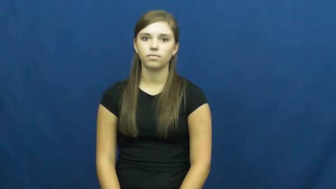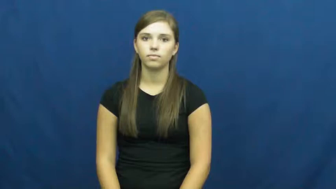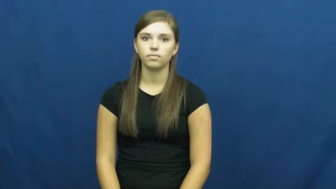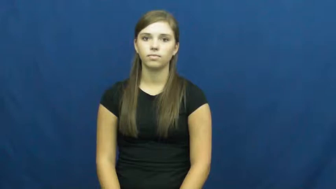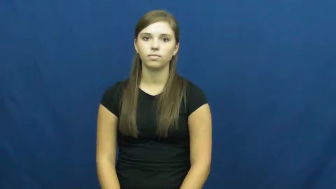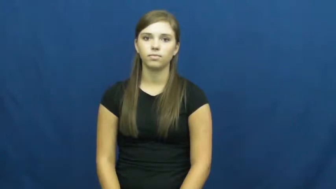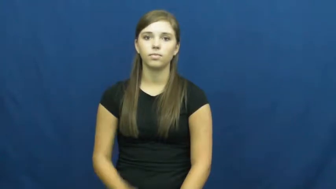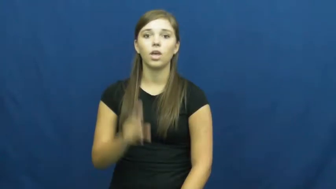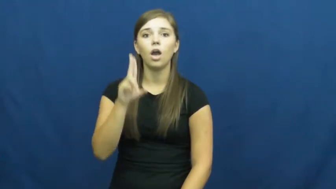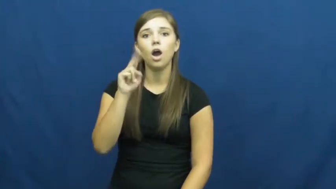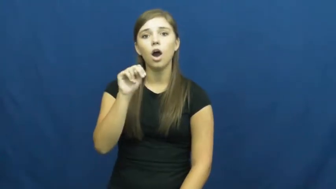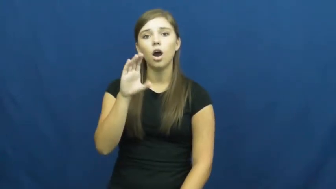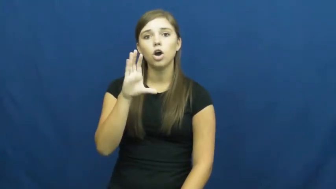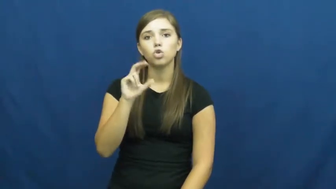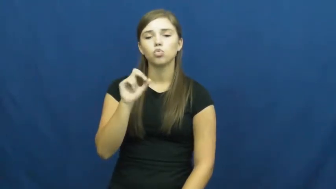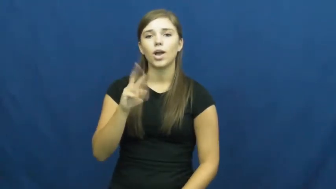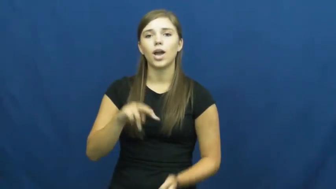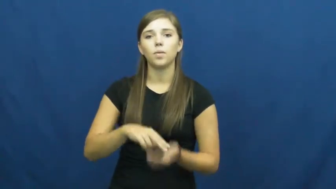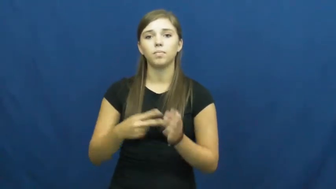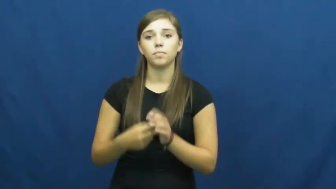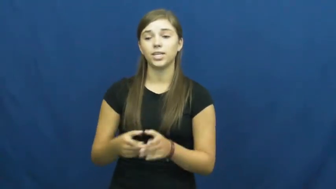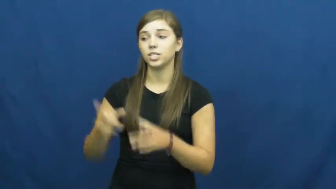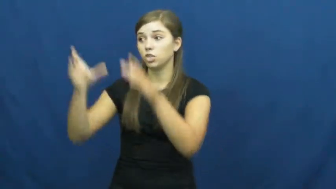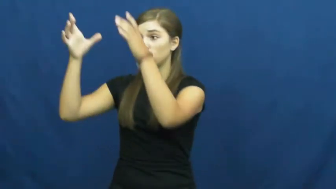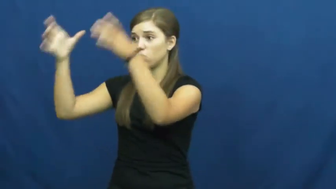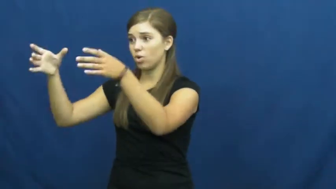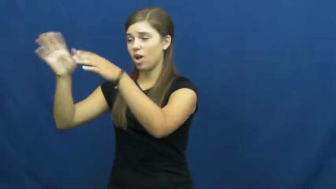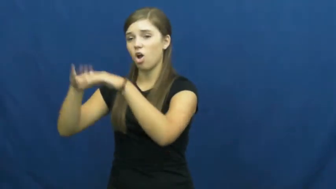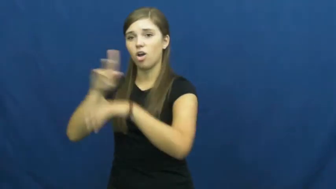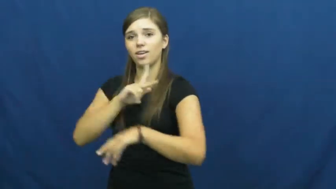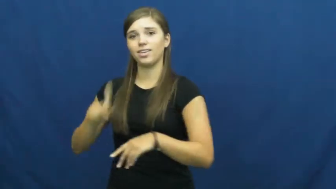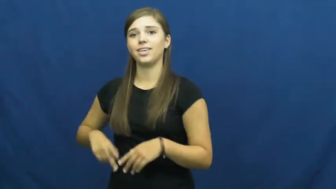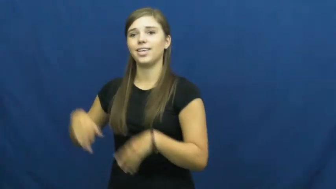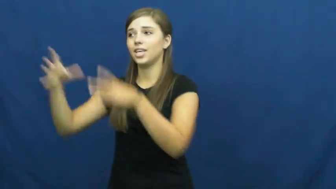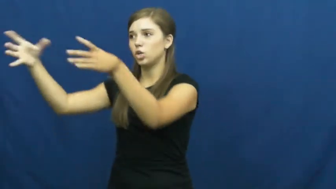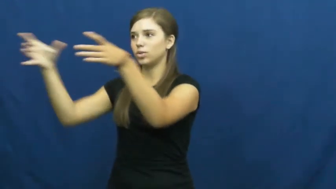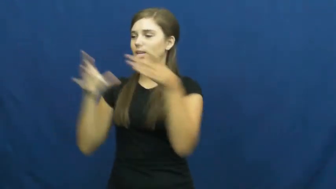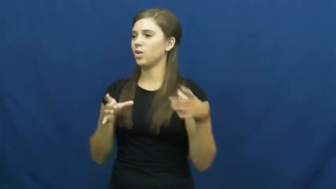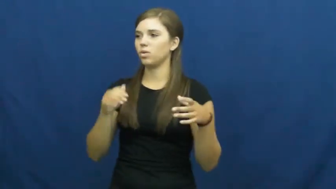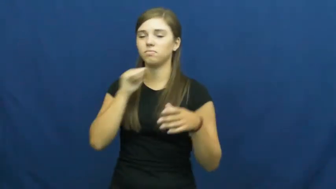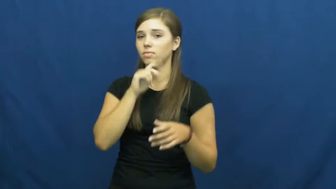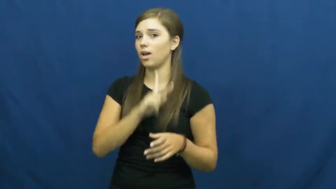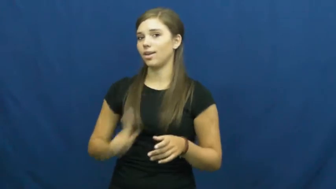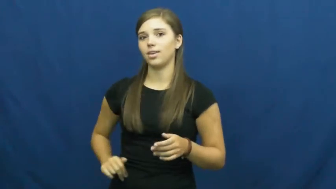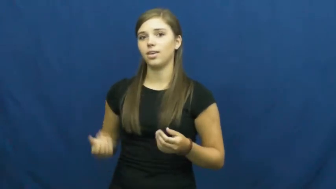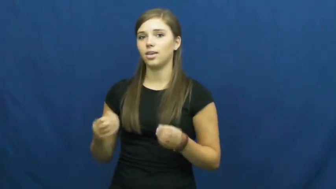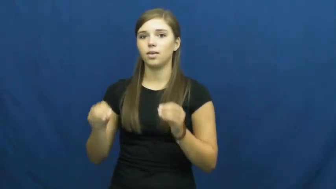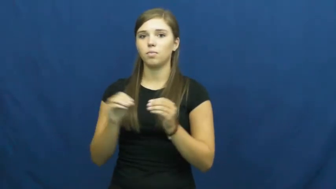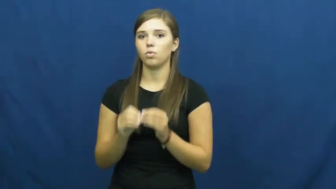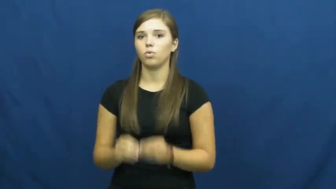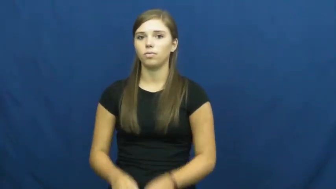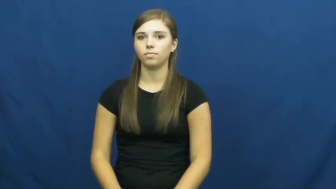uncrown